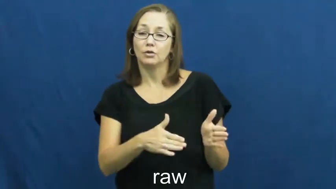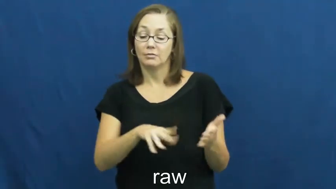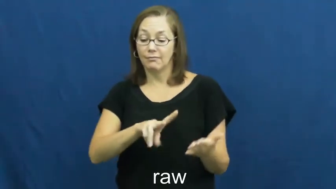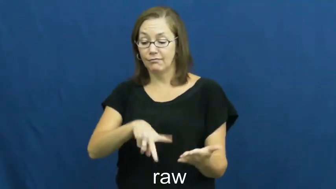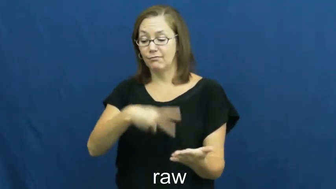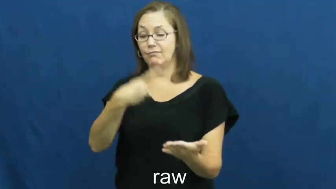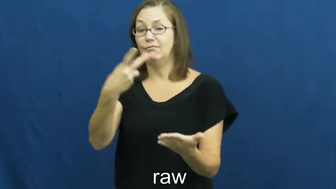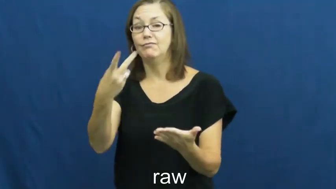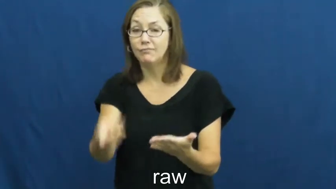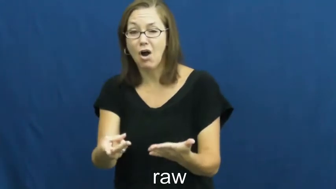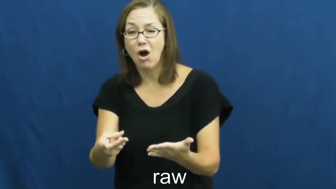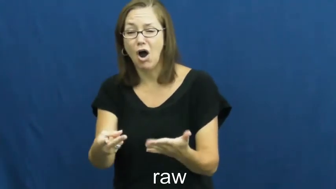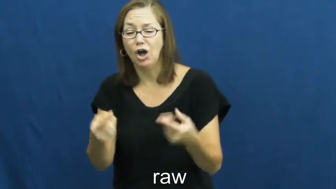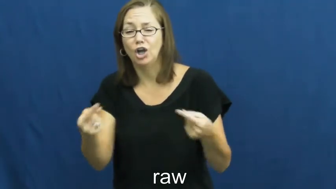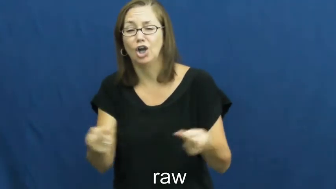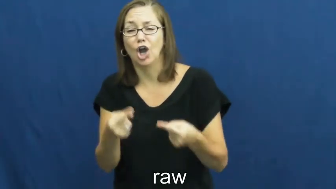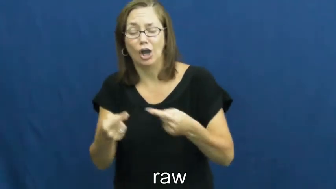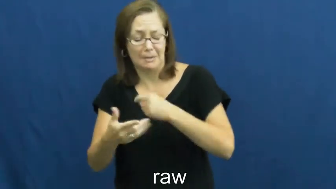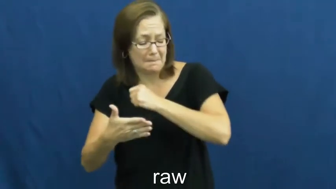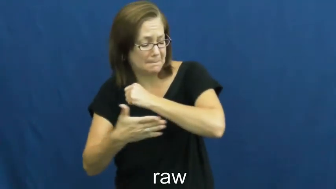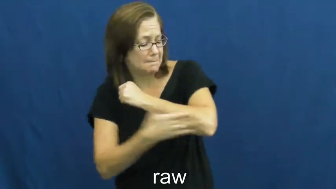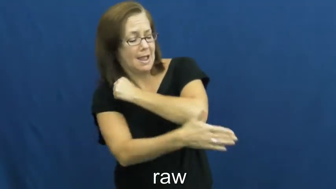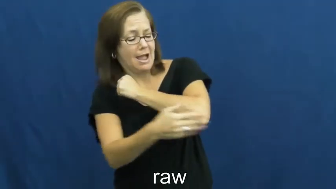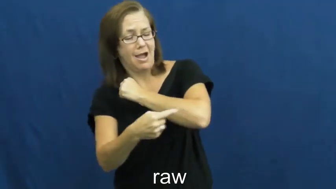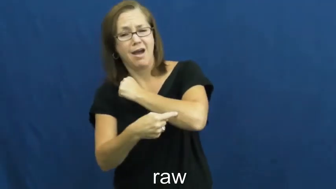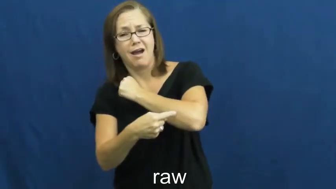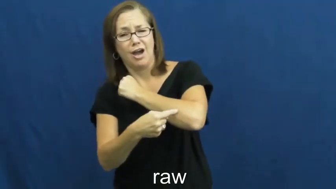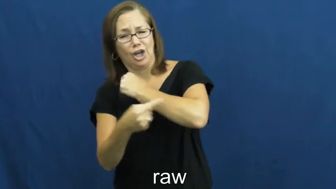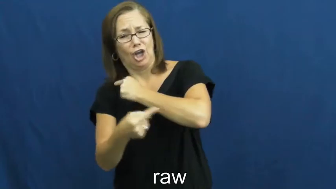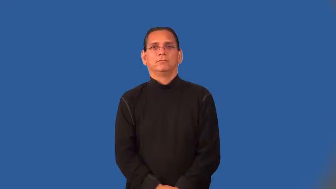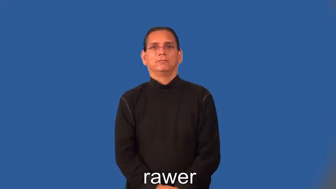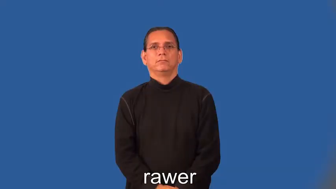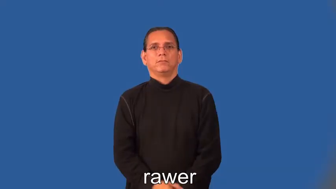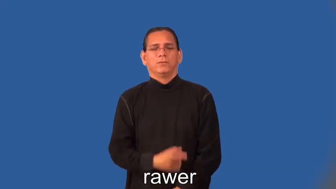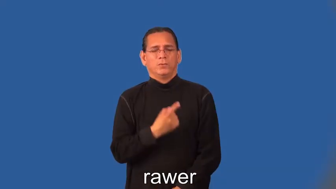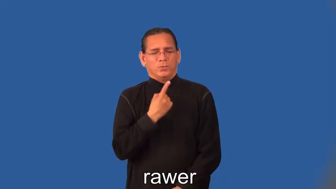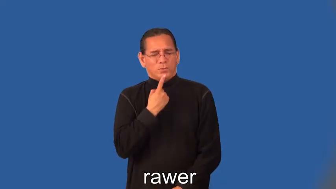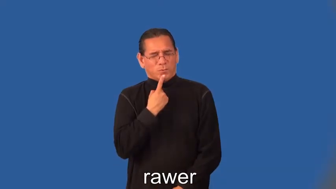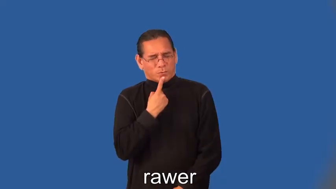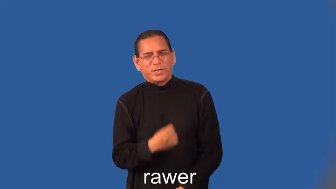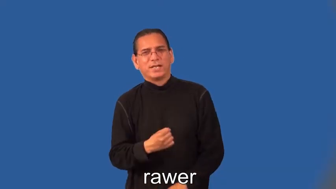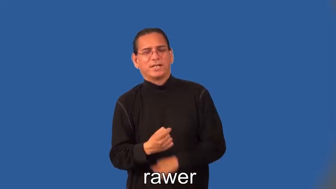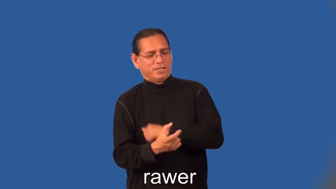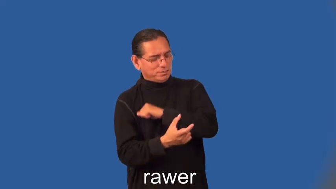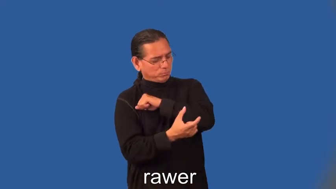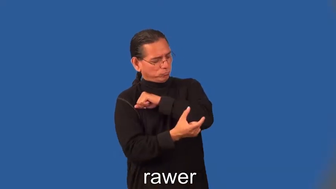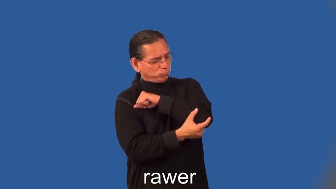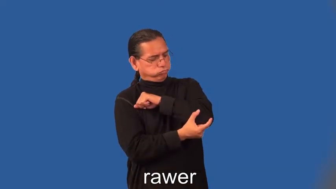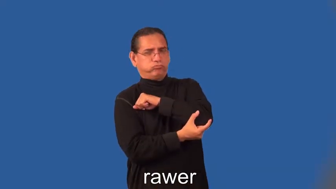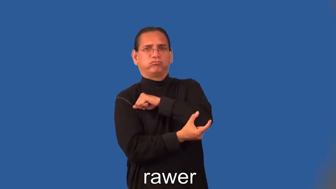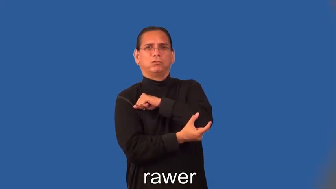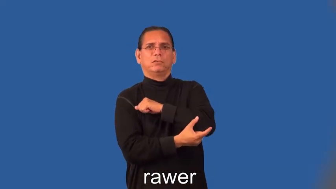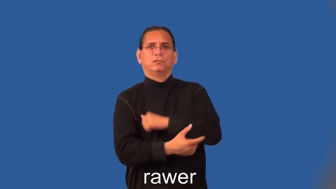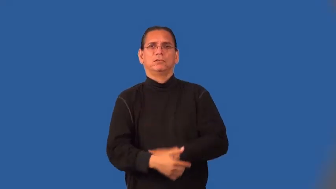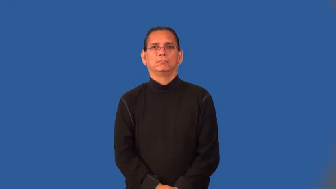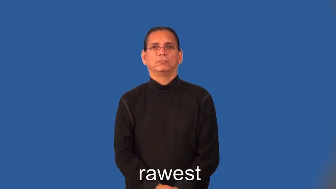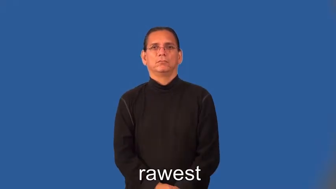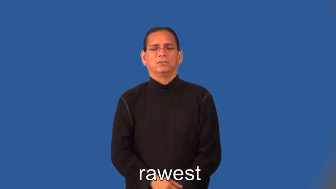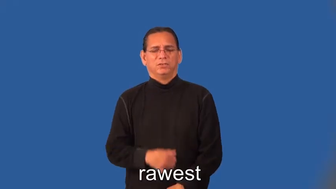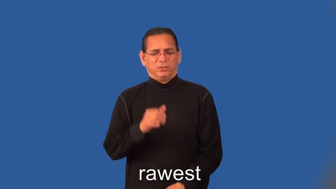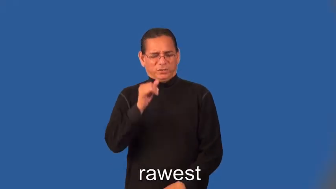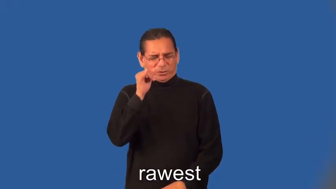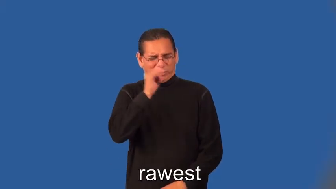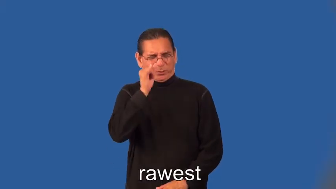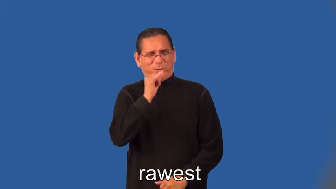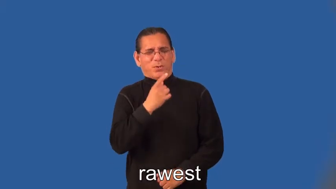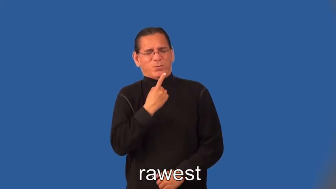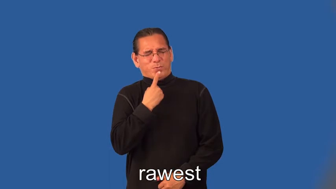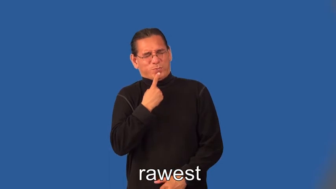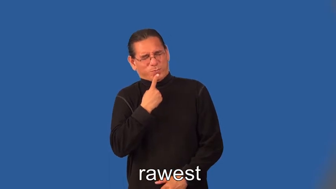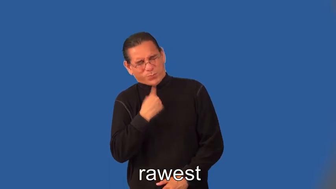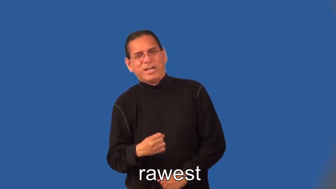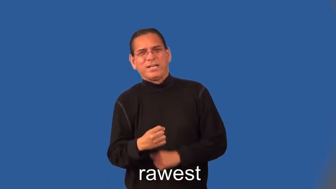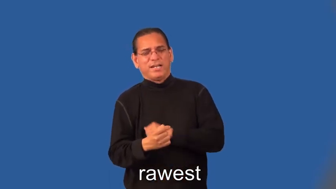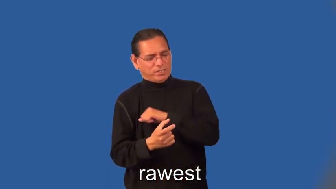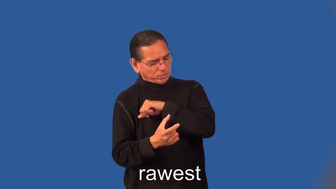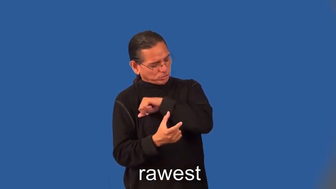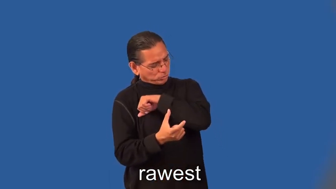rawer,rawest-scrape